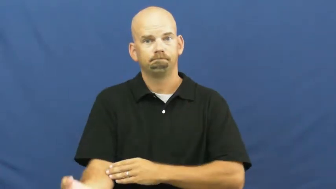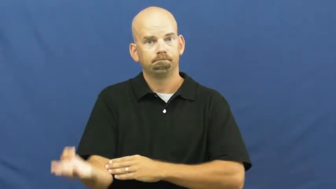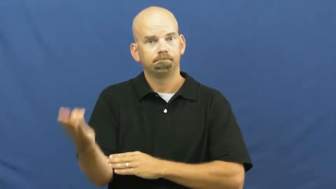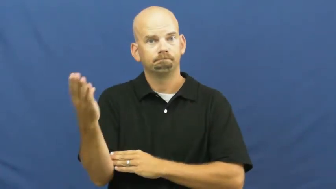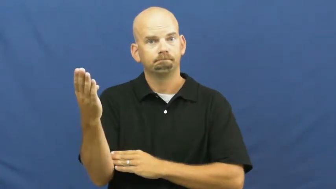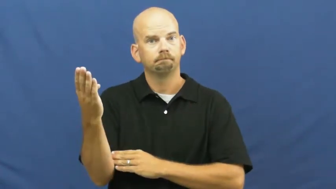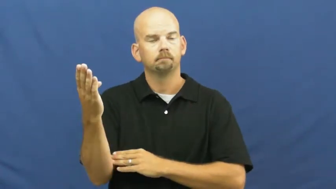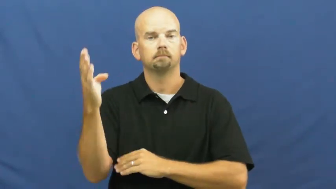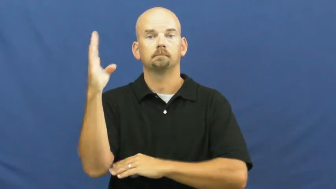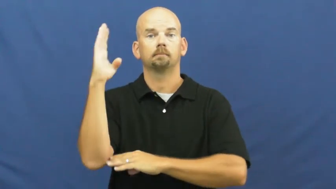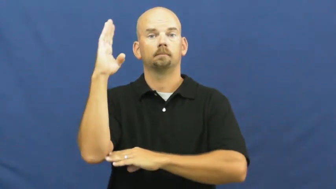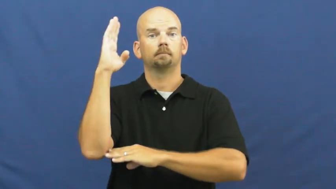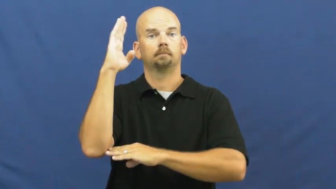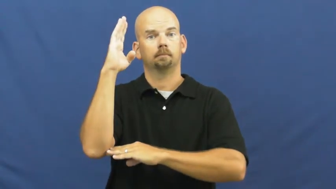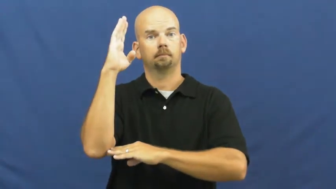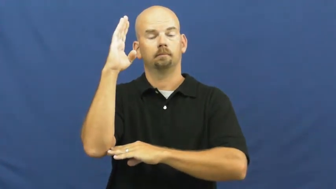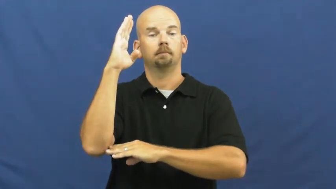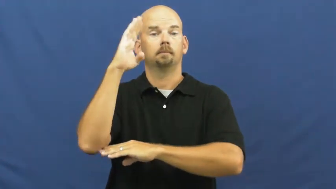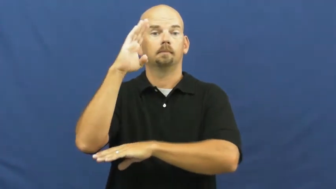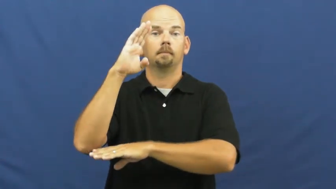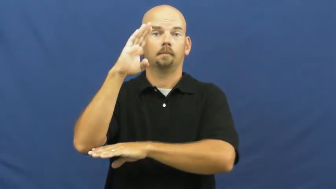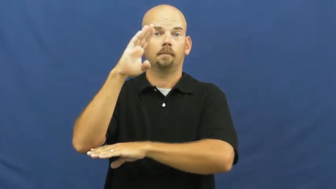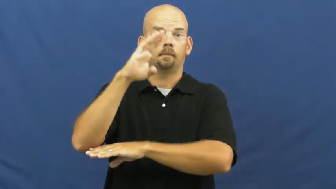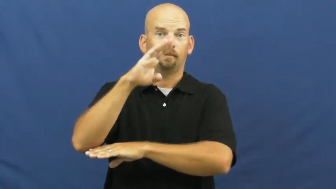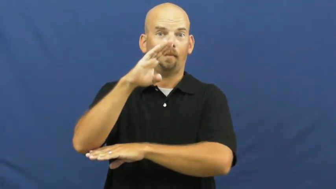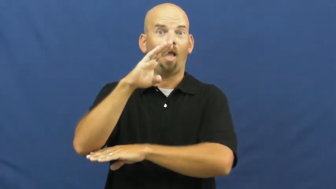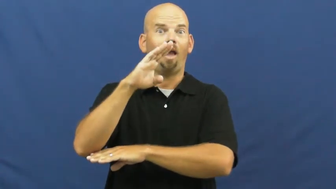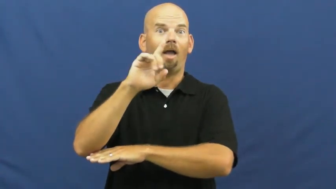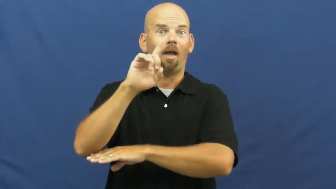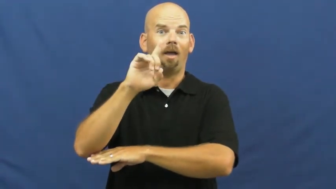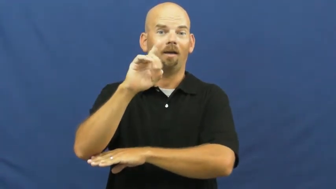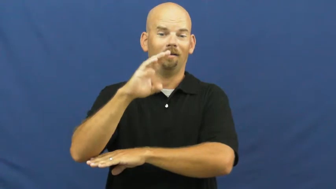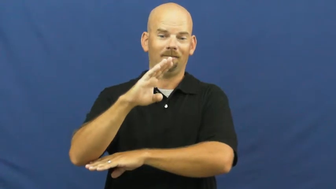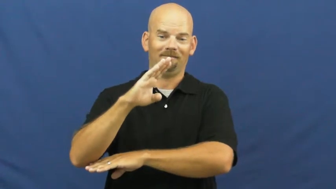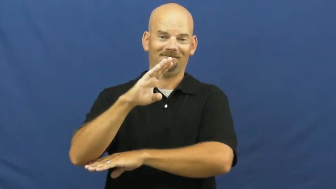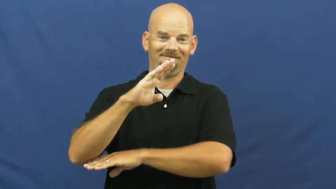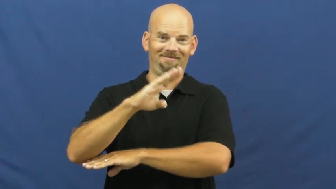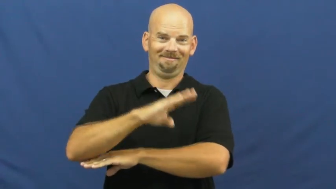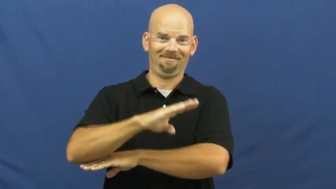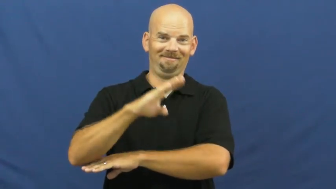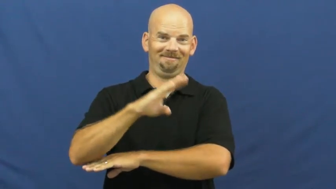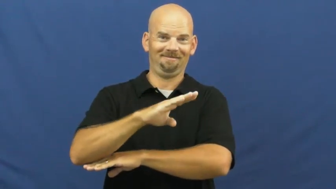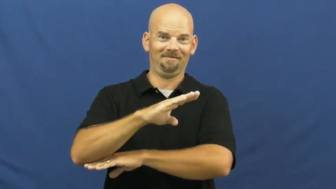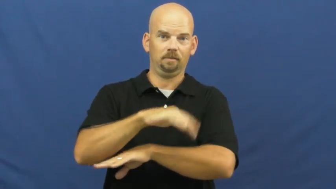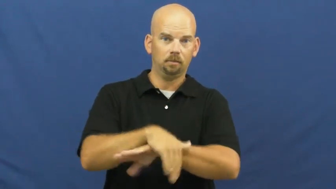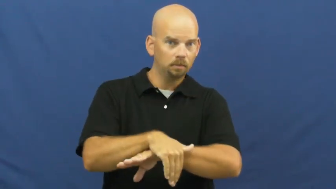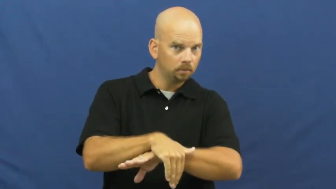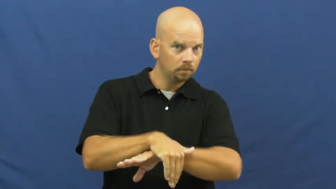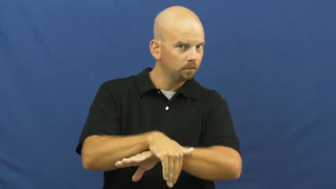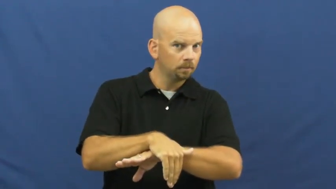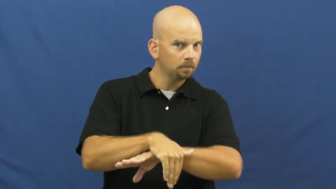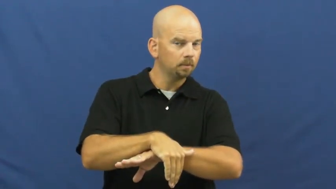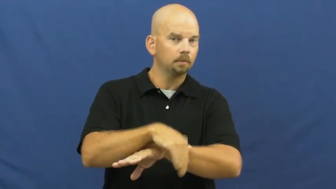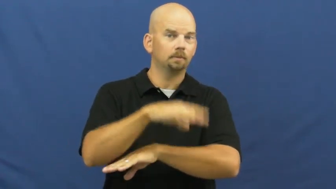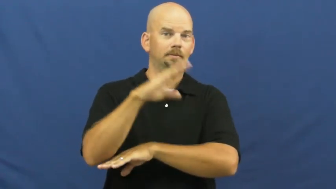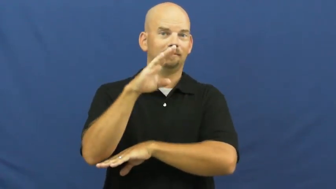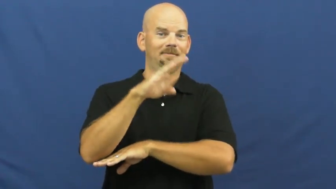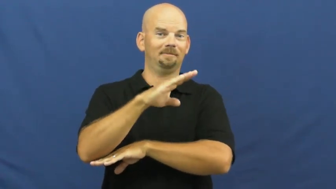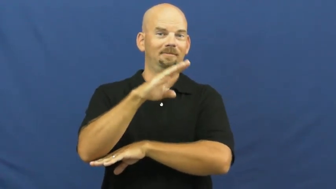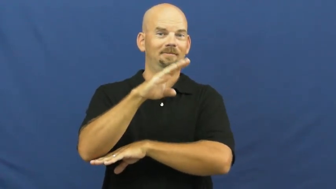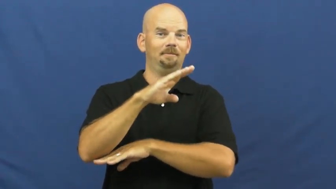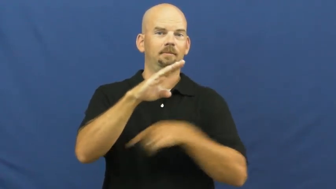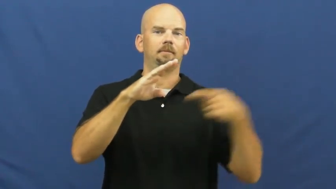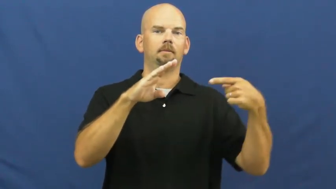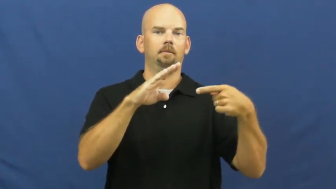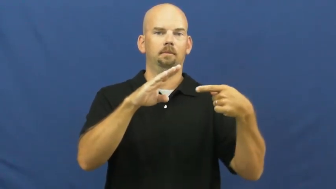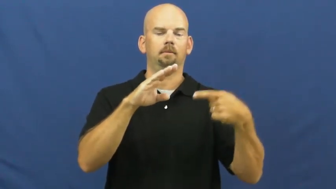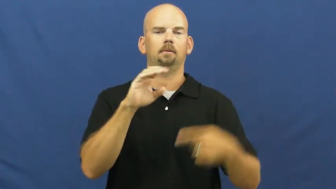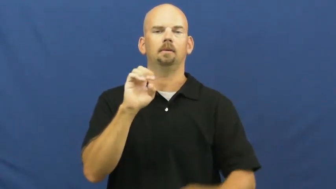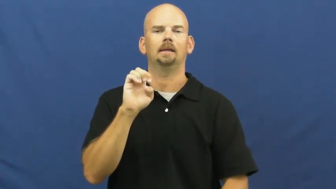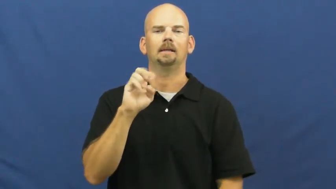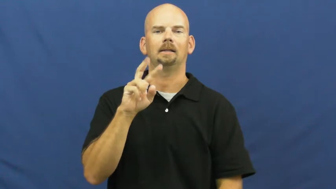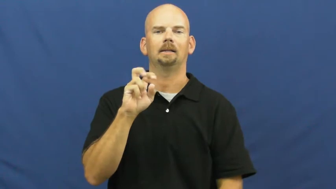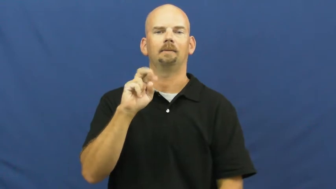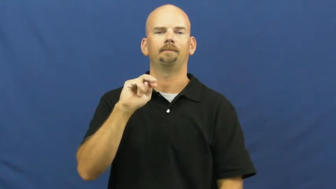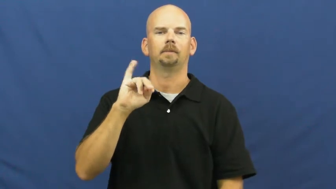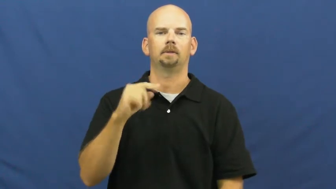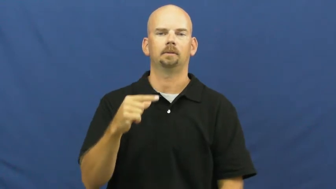evening